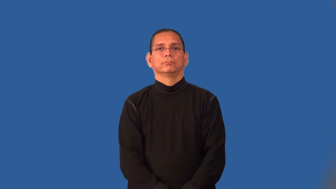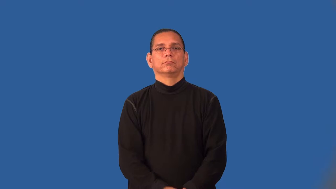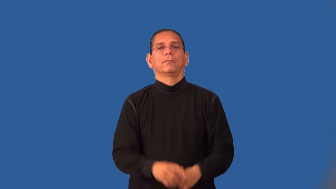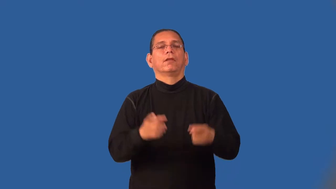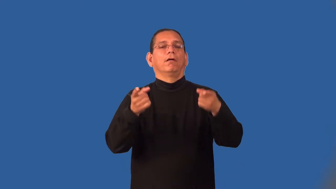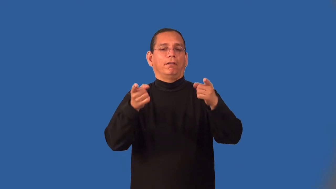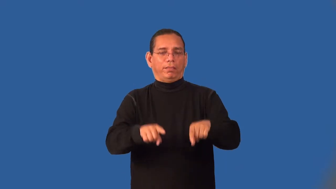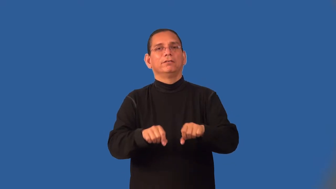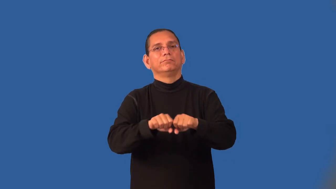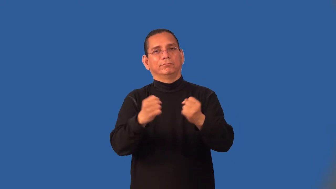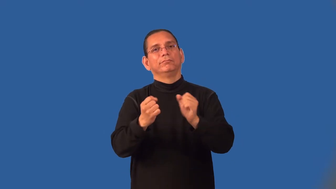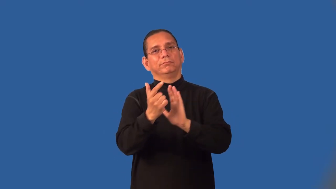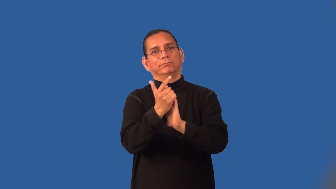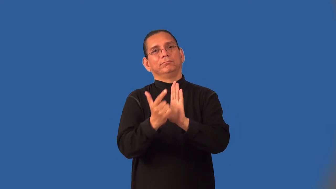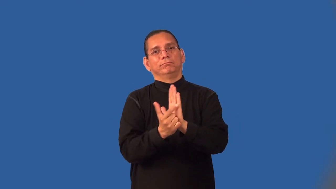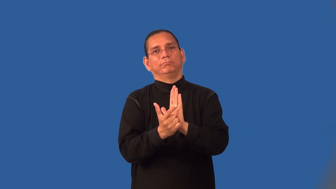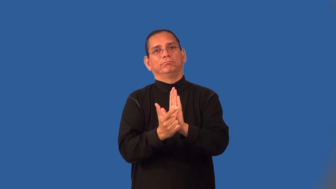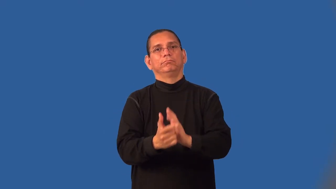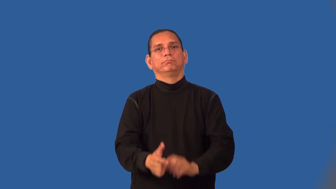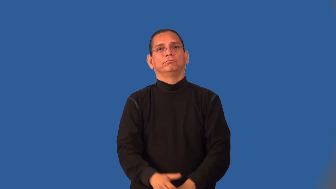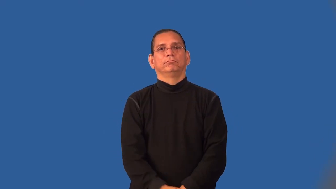infraction